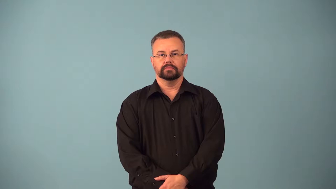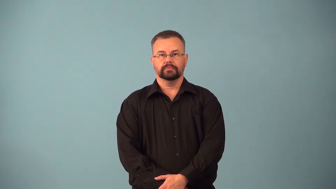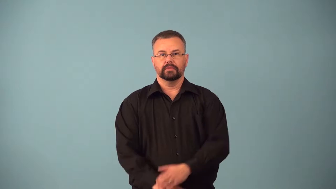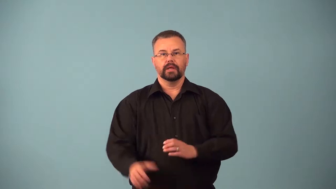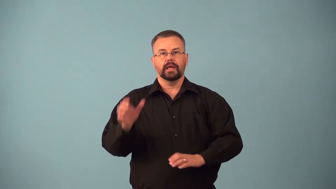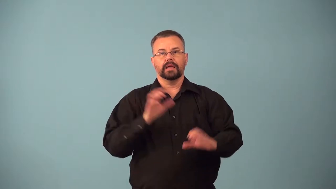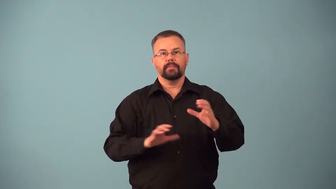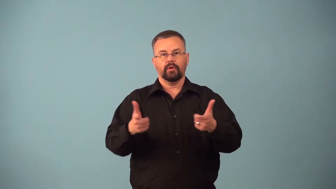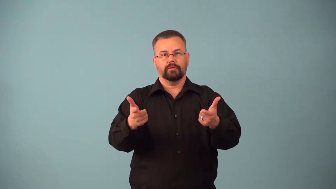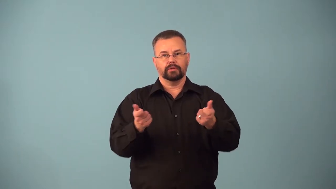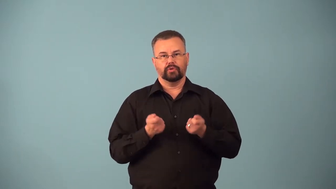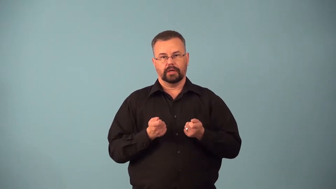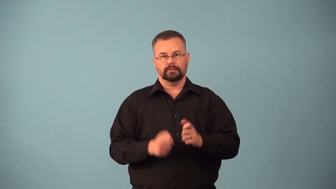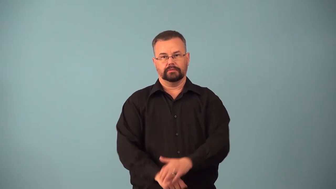attractant